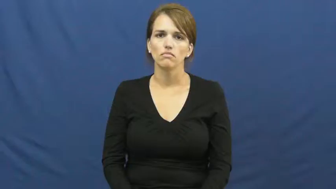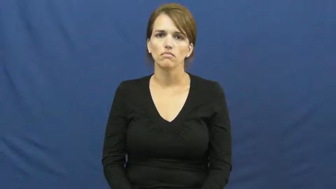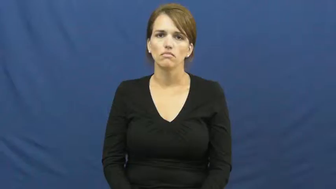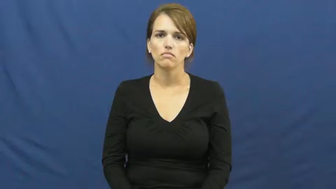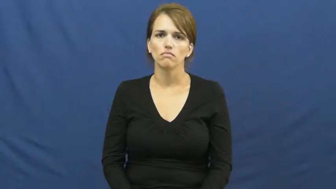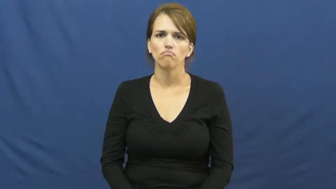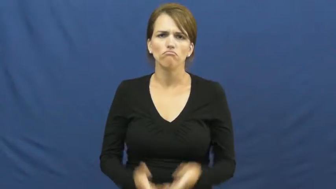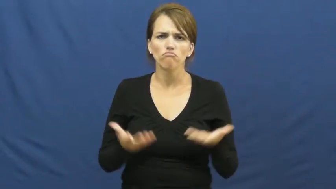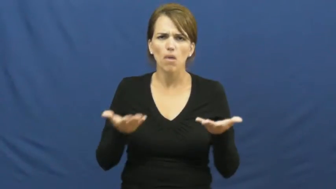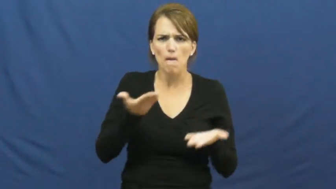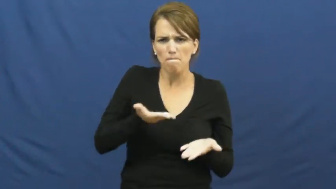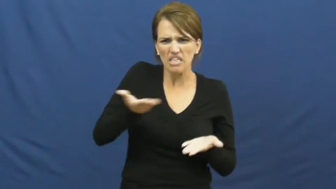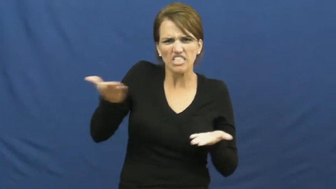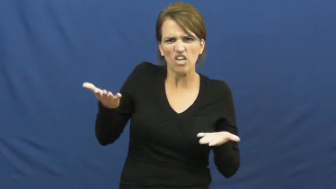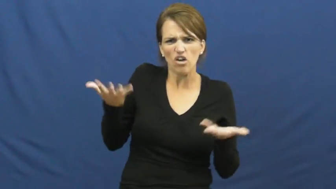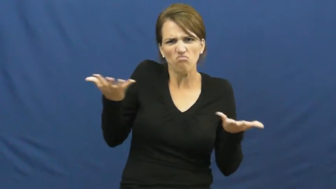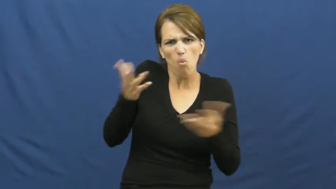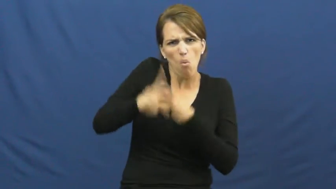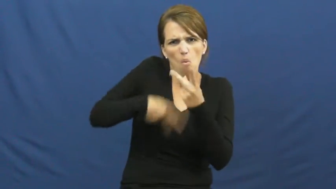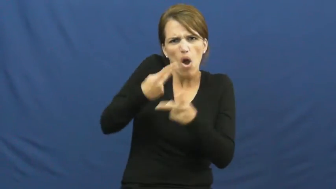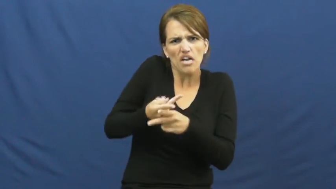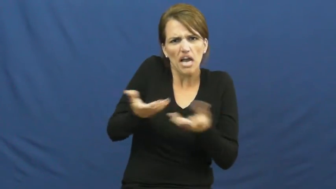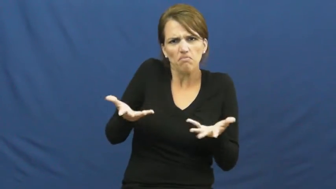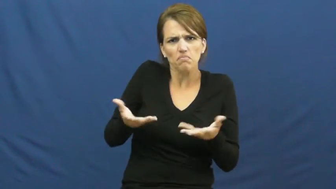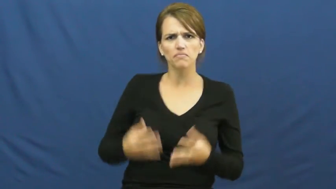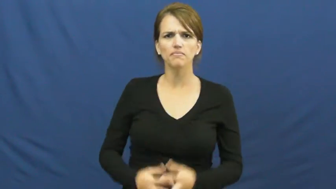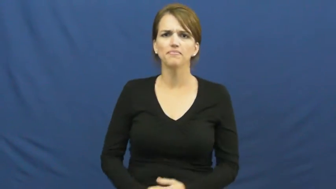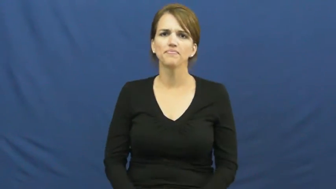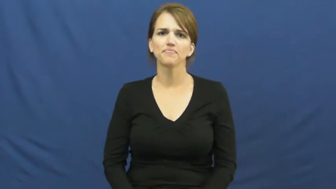kind of material